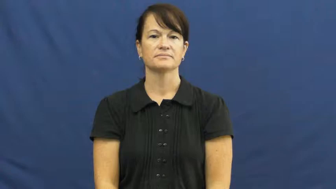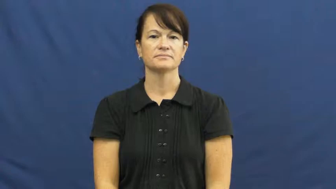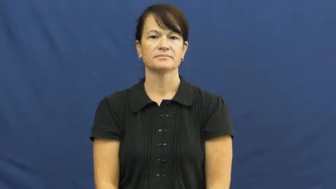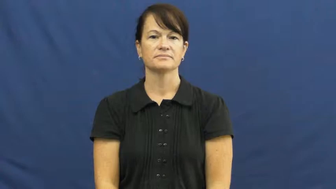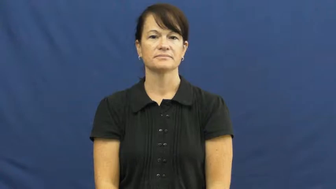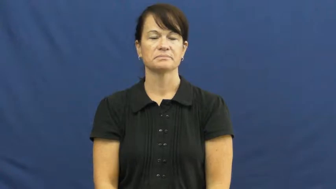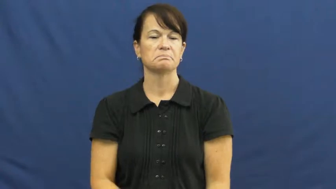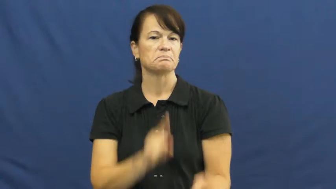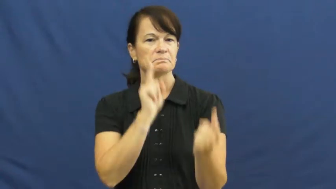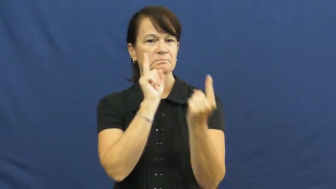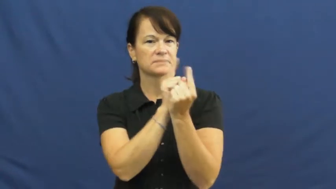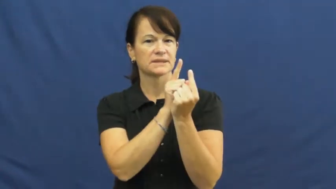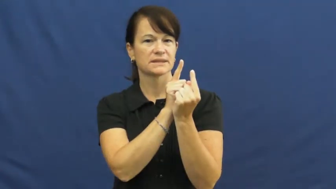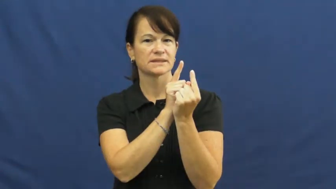meet,meet up,bump into,greet